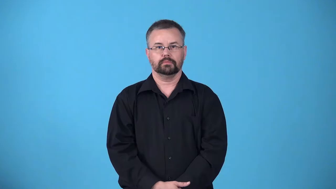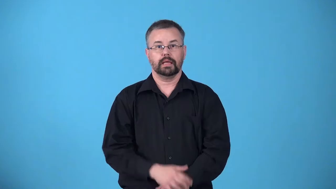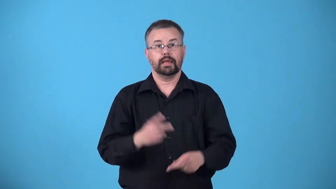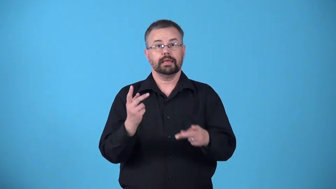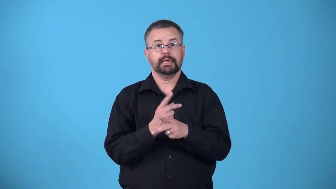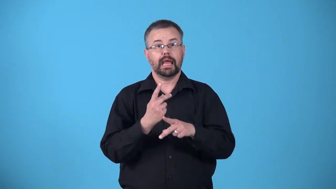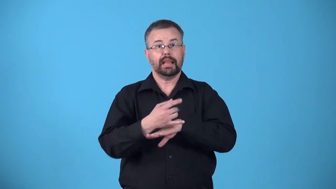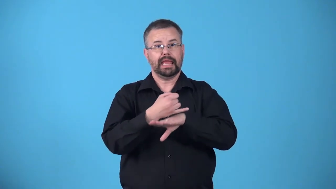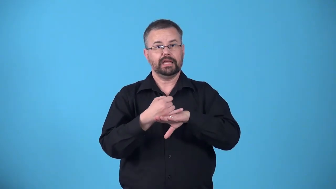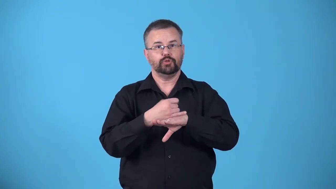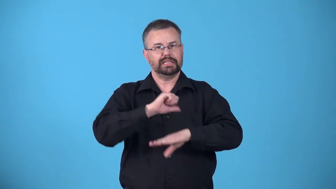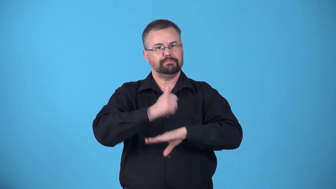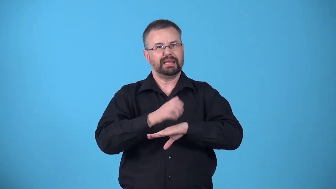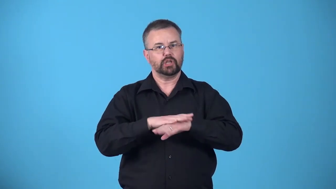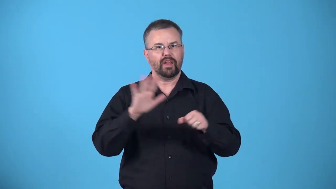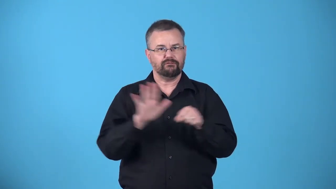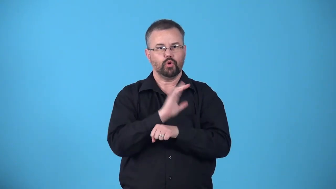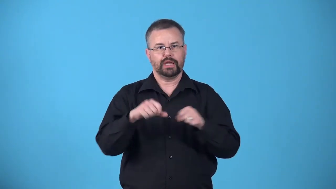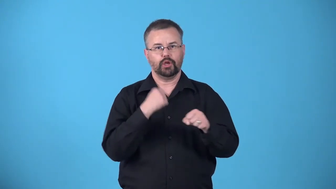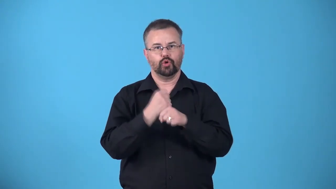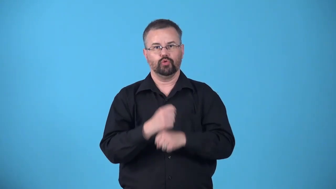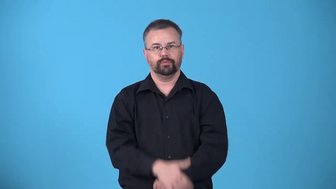annualize